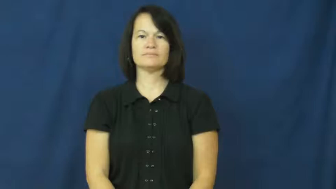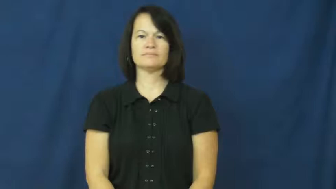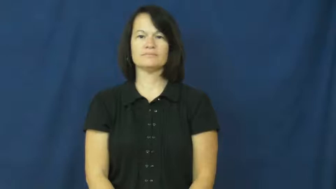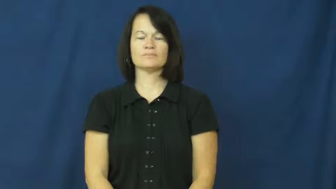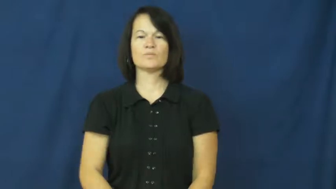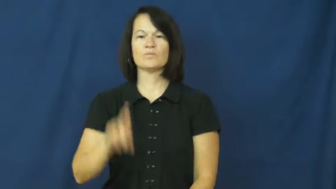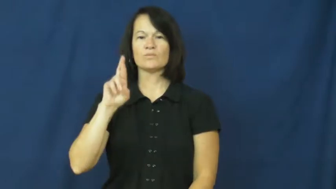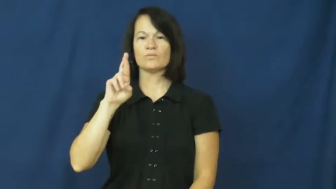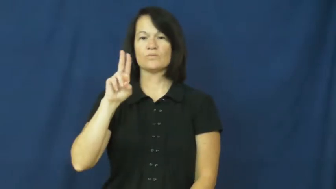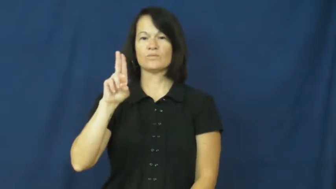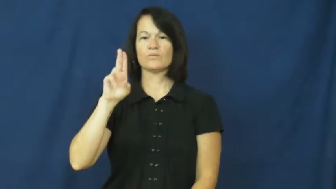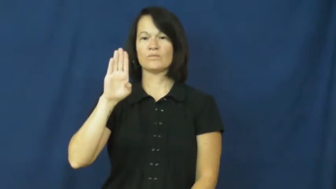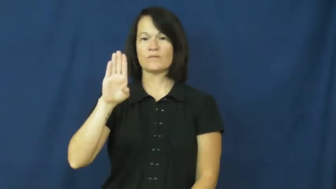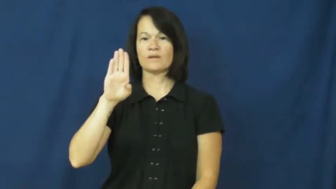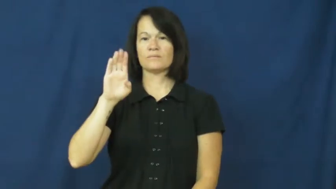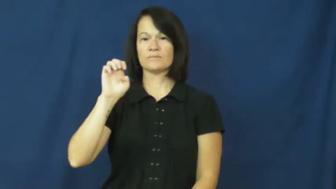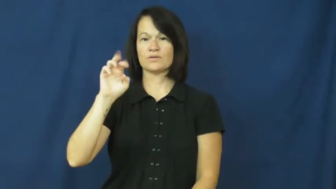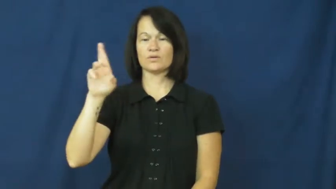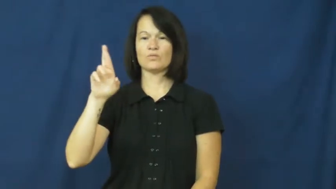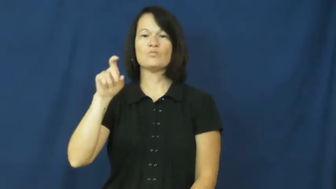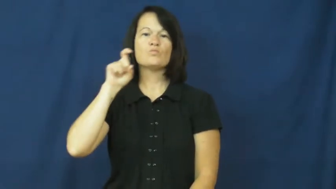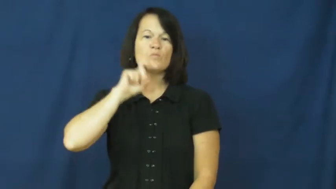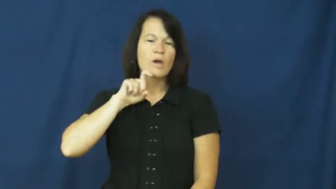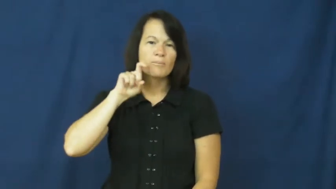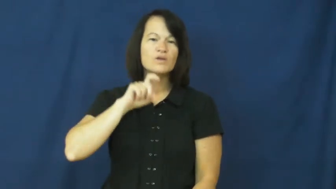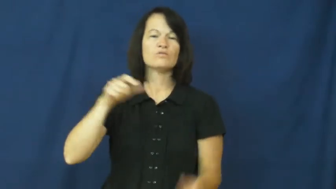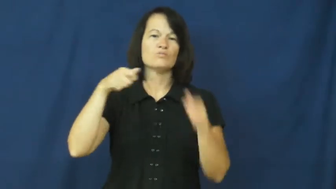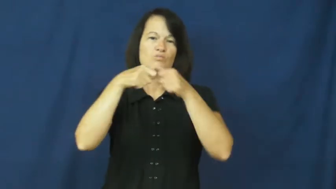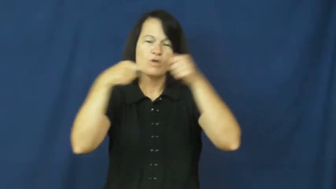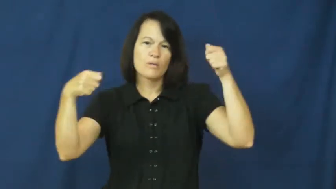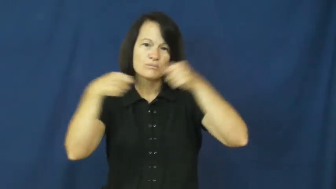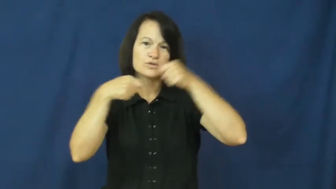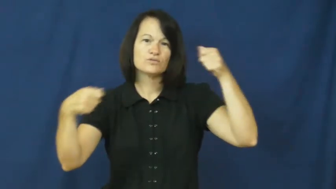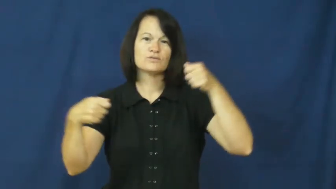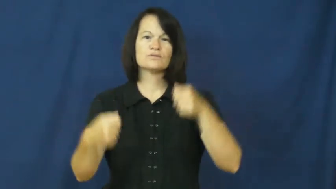rubber